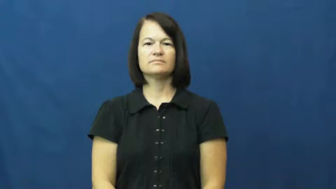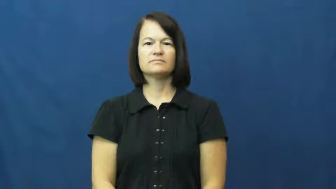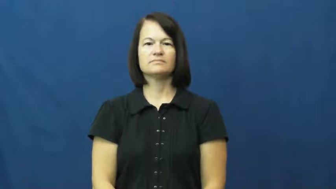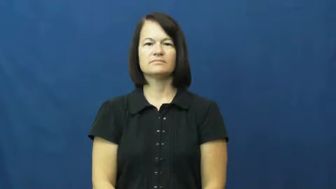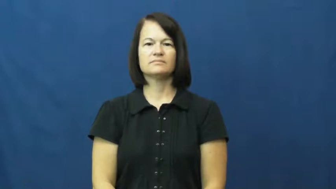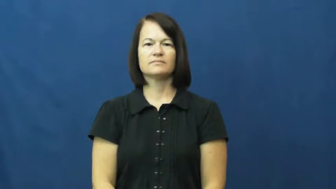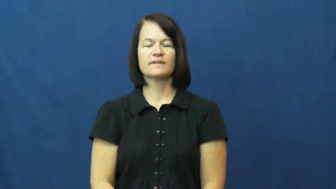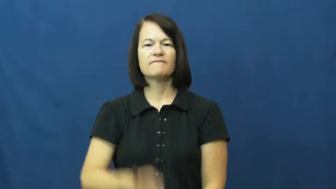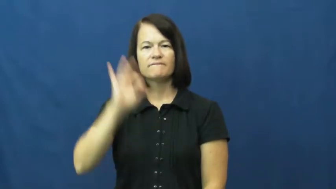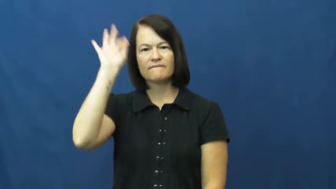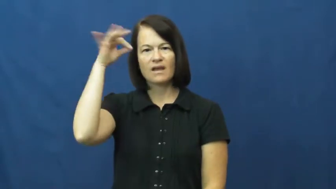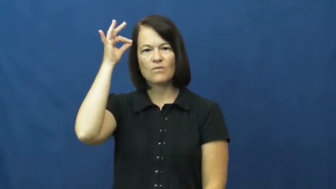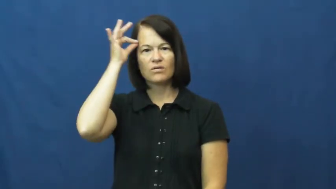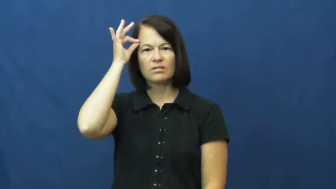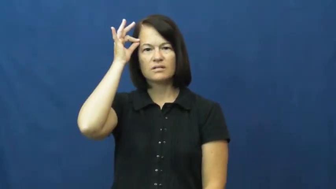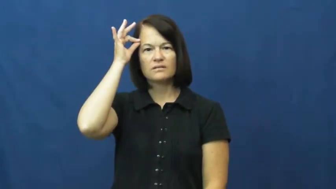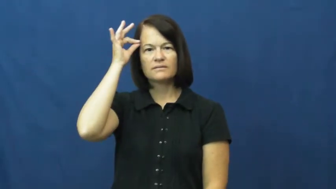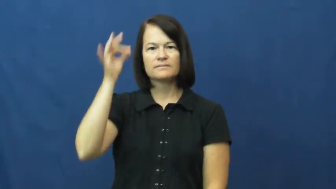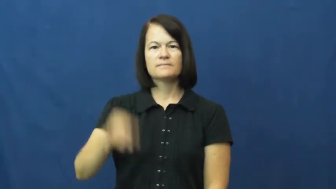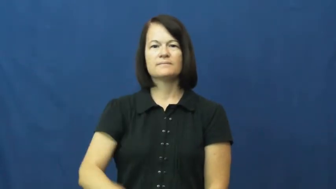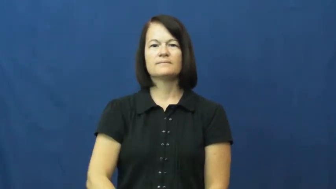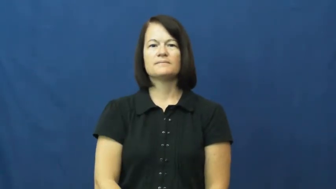federal